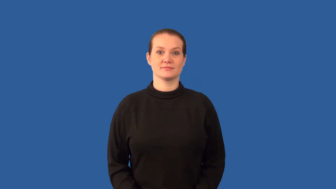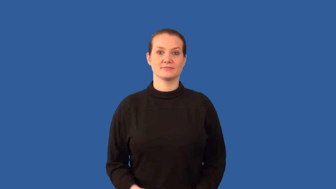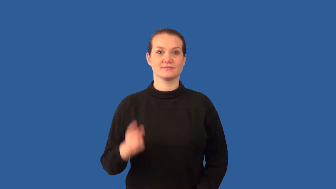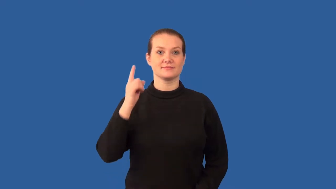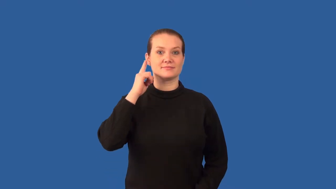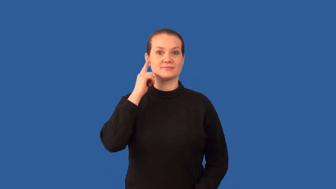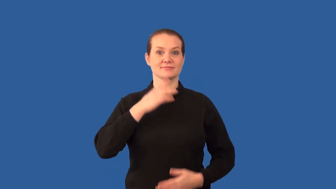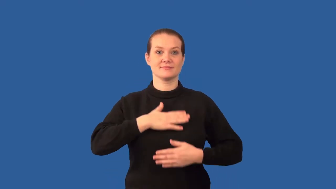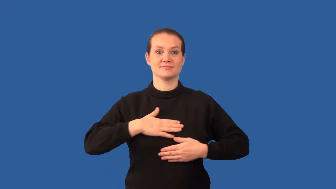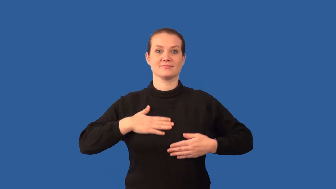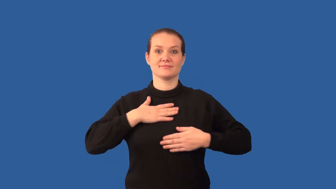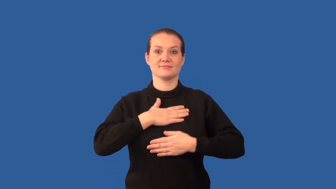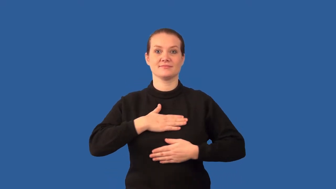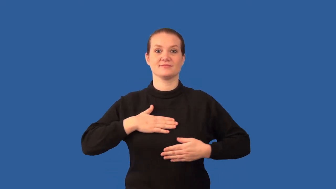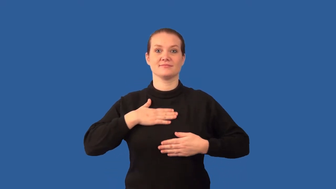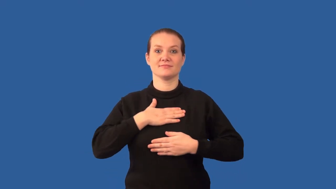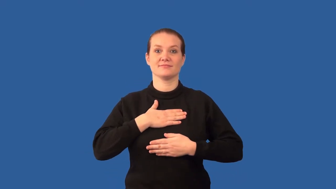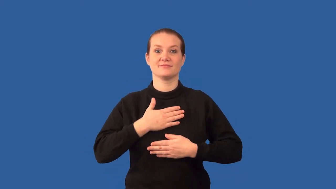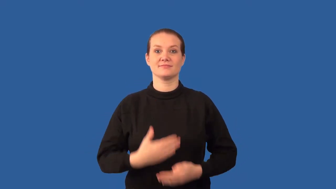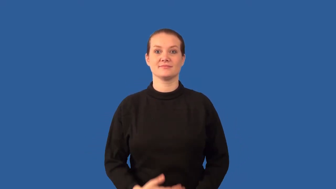consonance